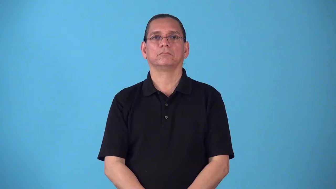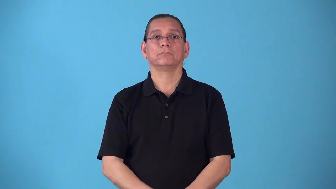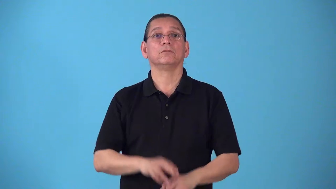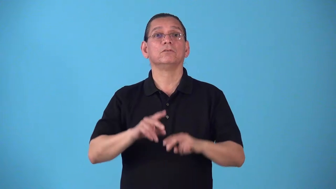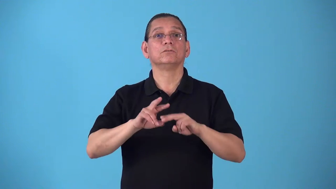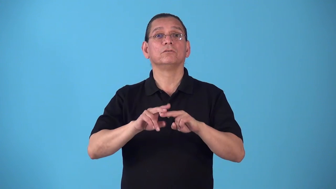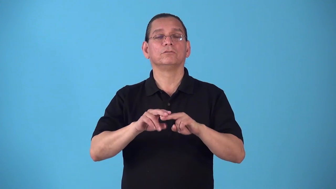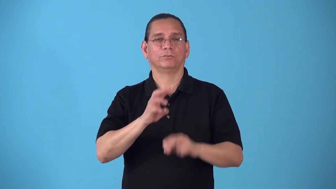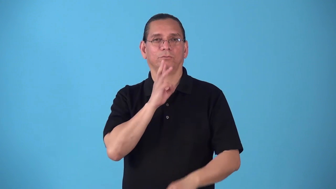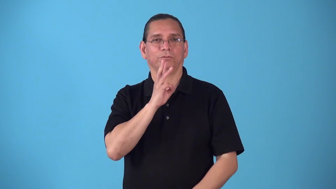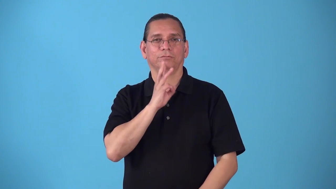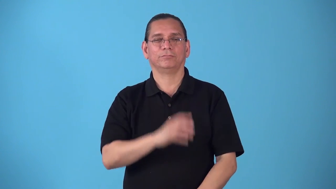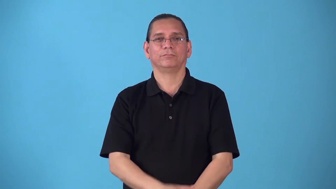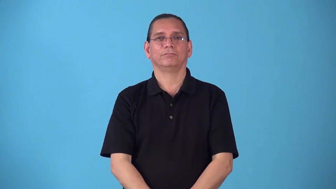saltwater,saline